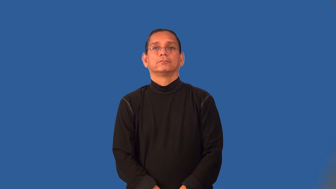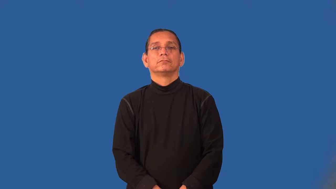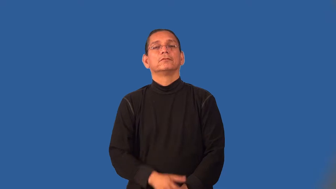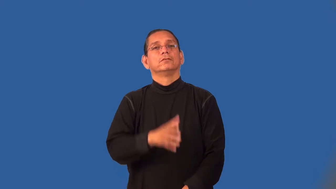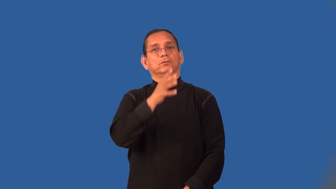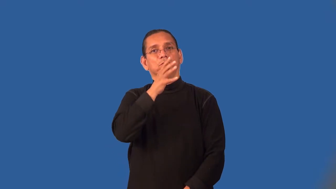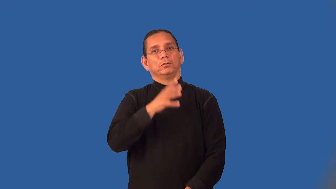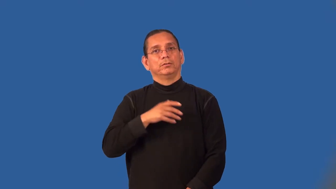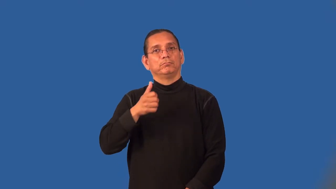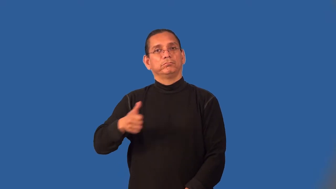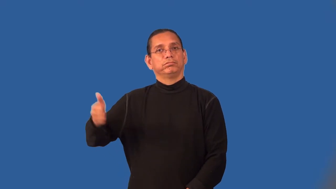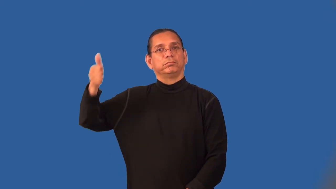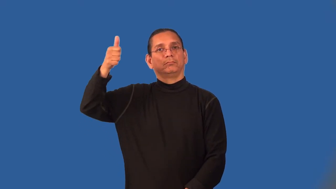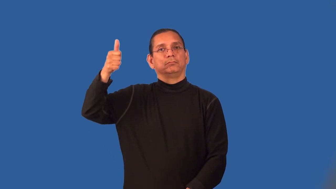matriarch